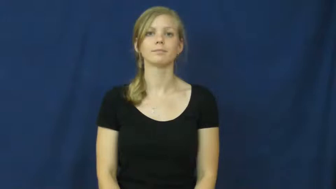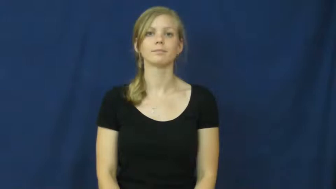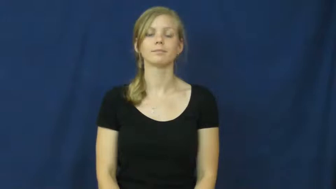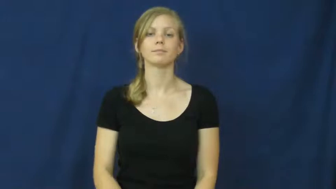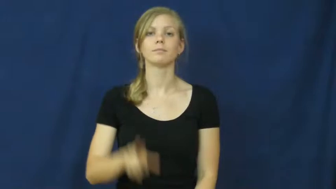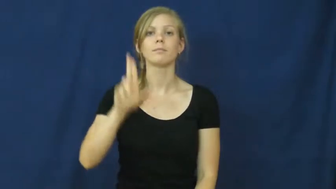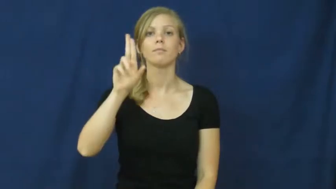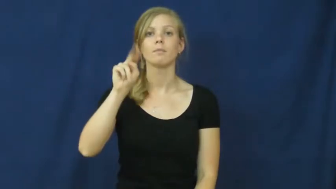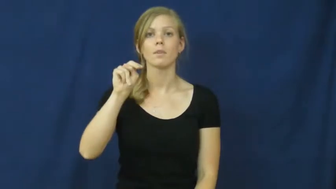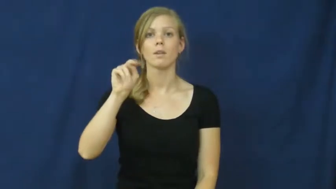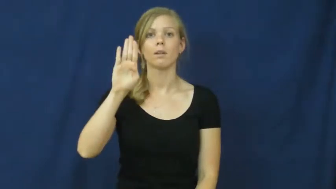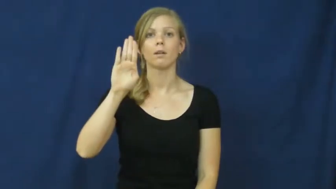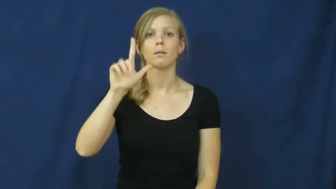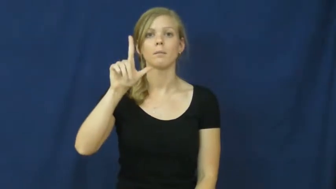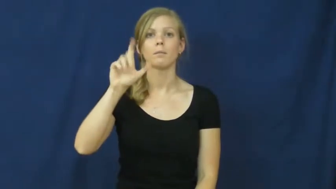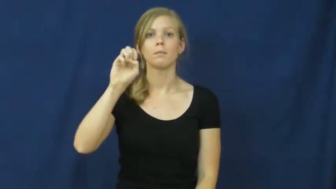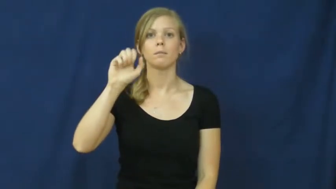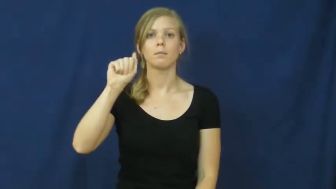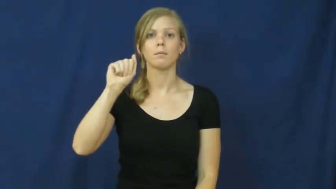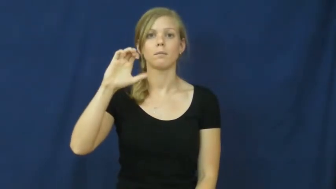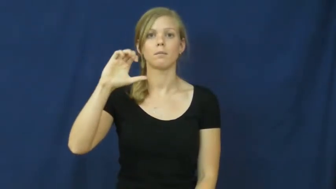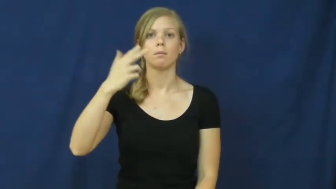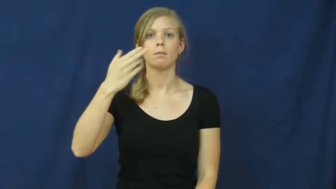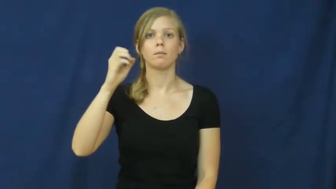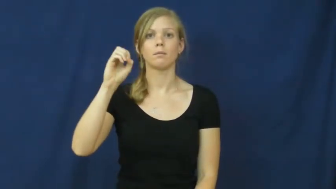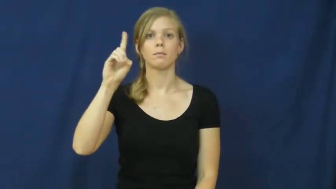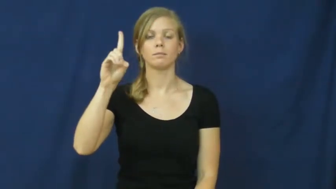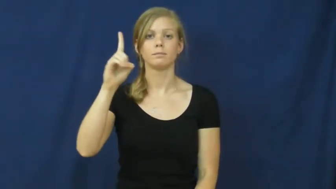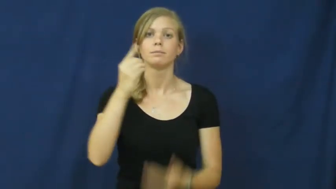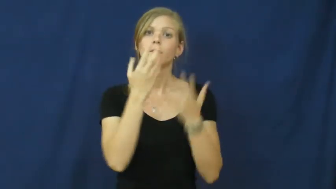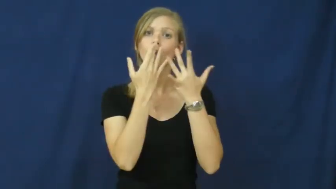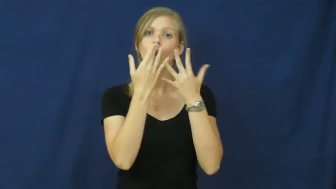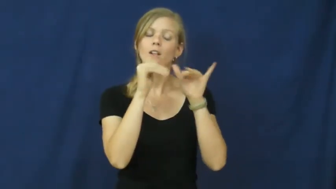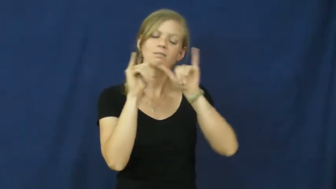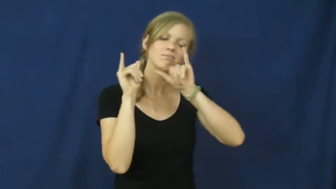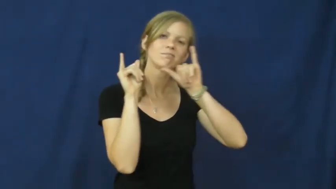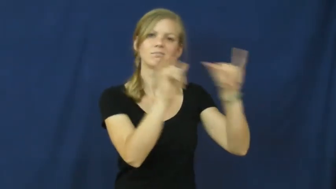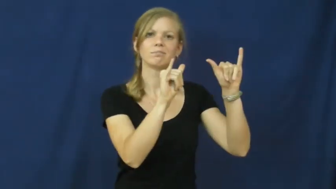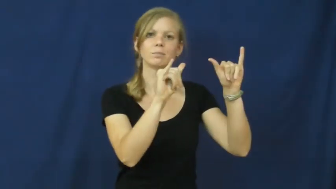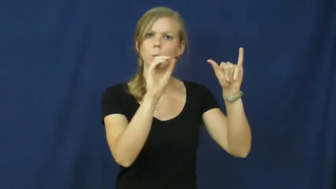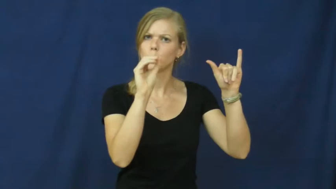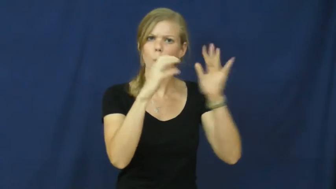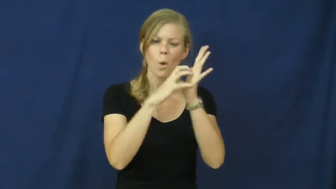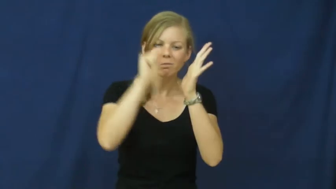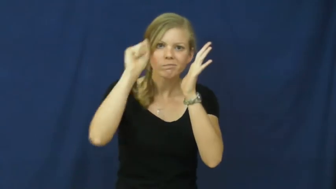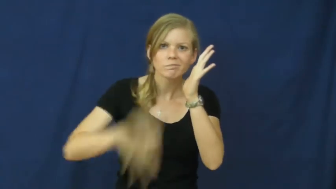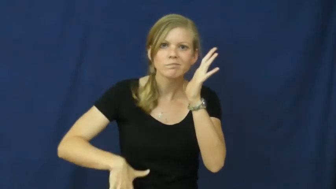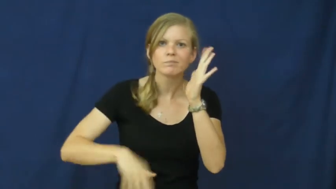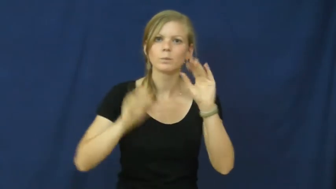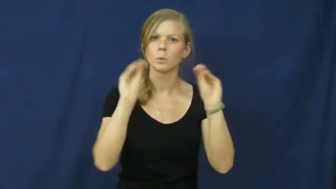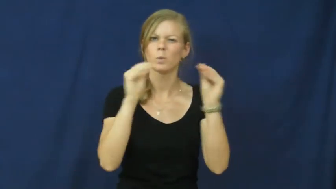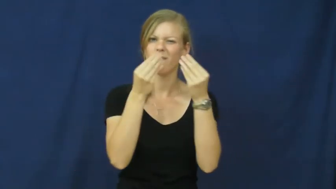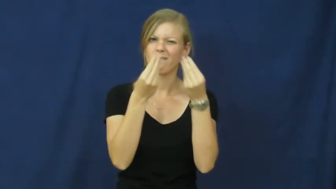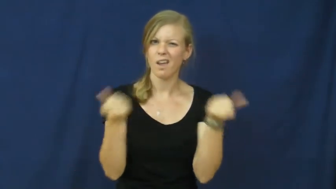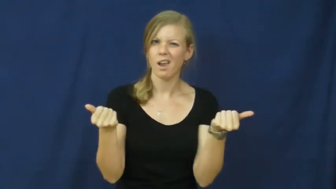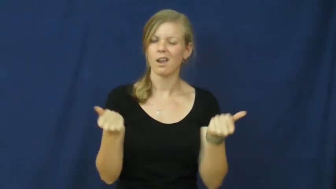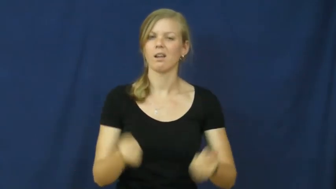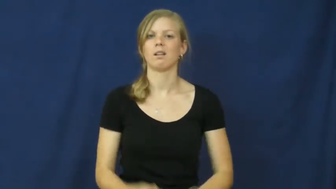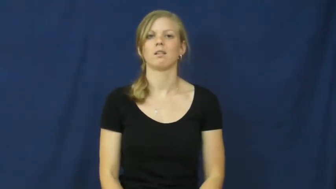unbleached